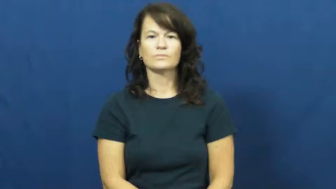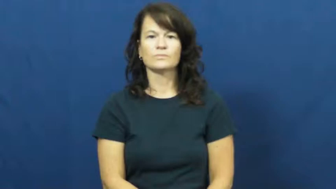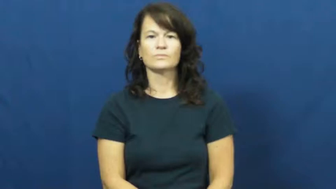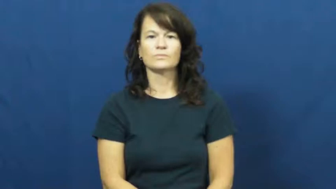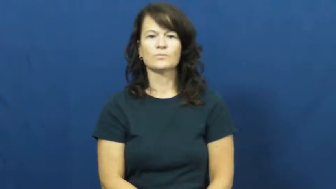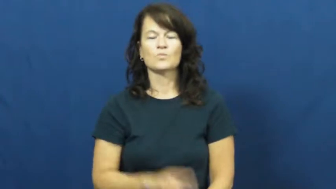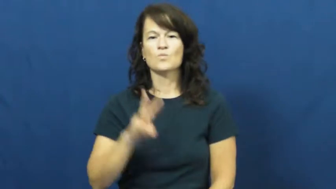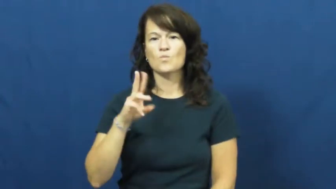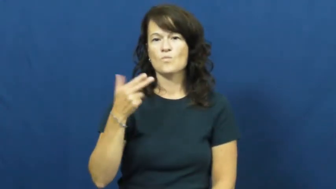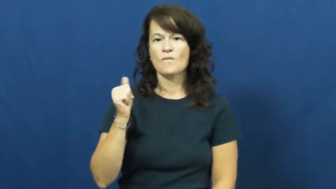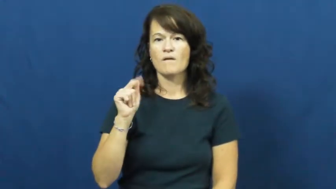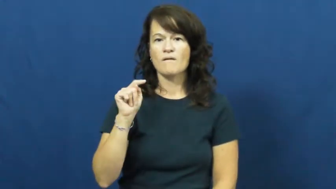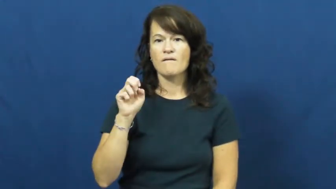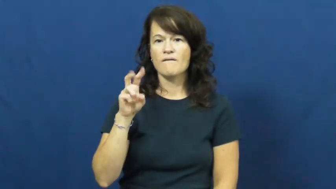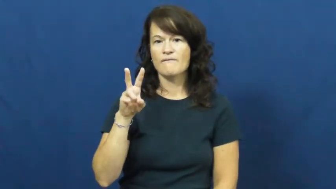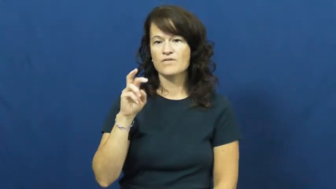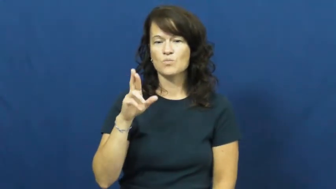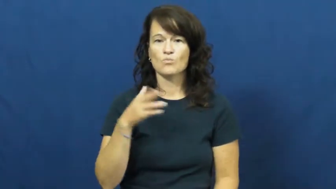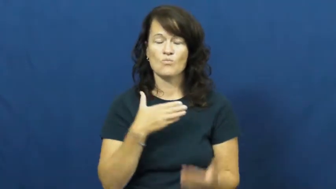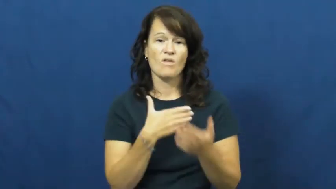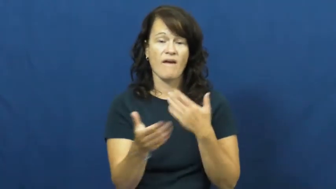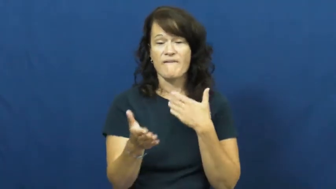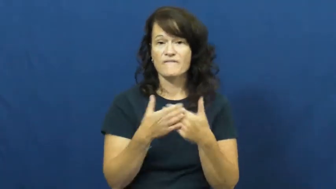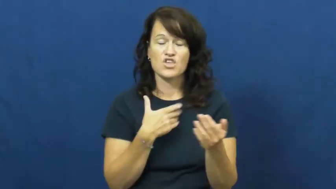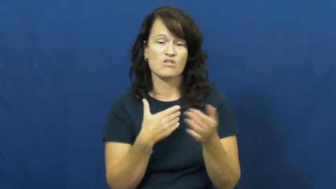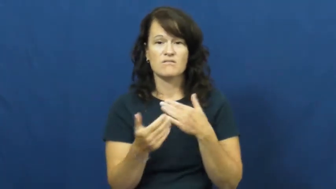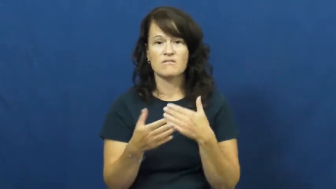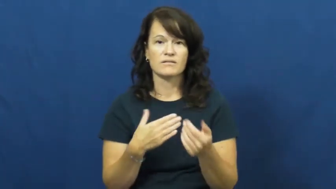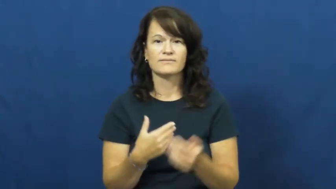whatever